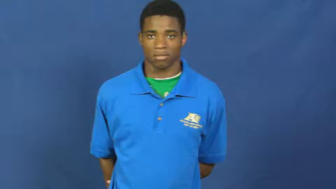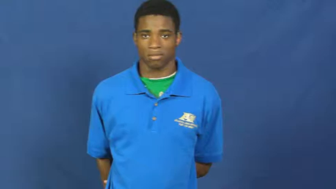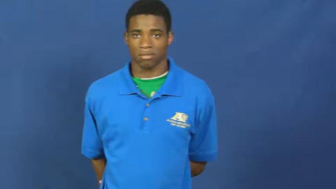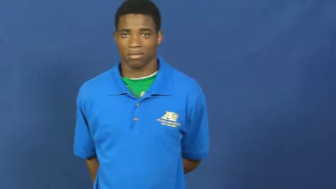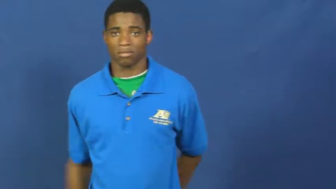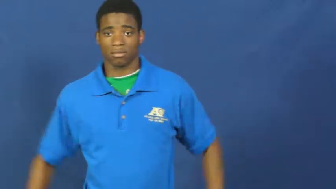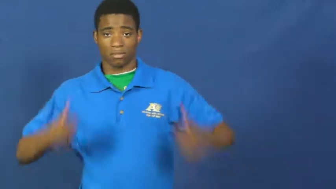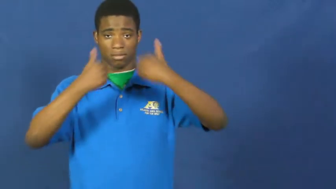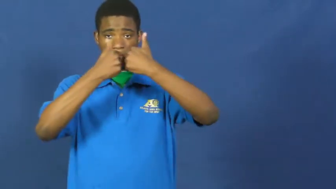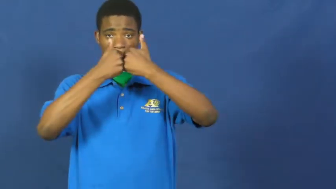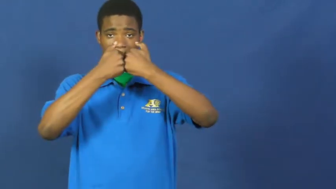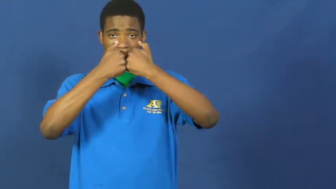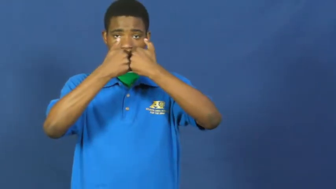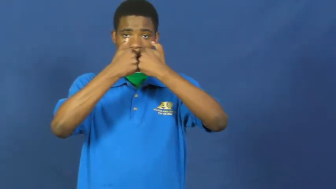sweetheart,lovebird,sweety,honey